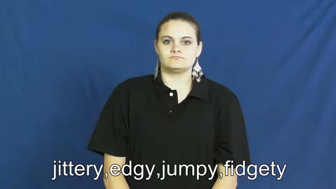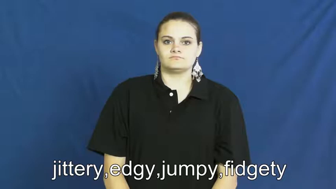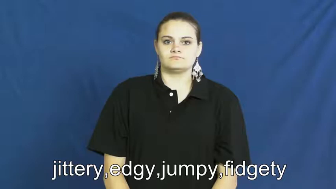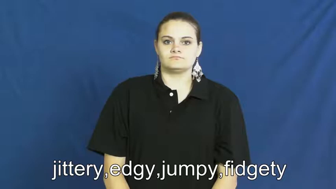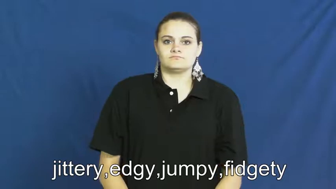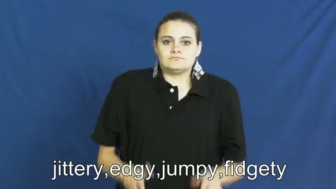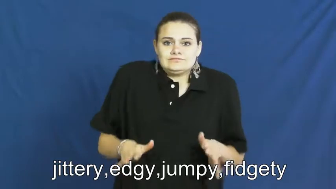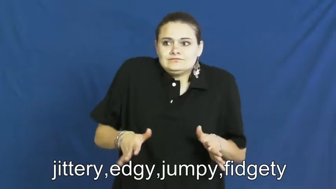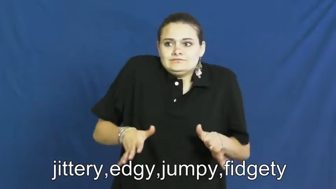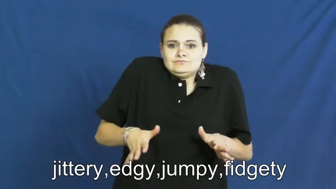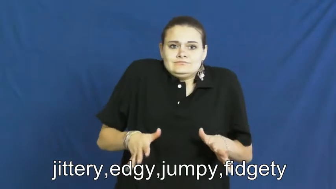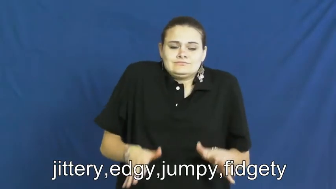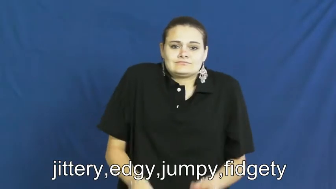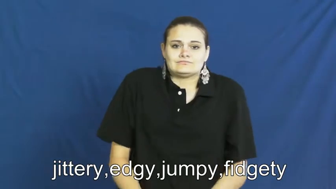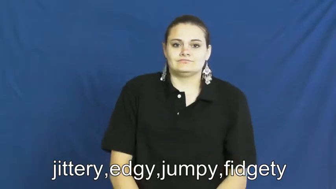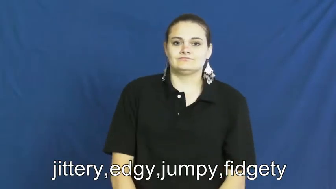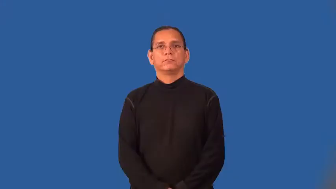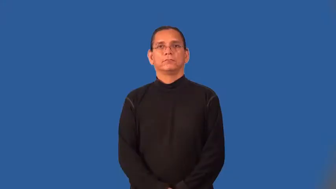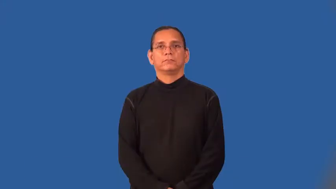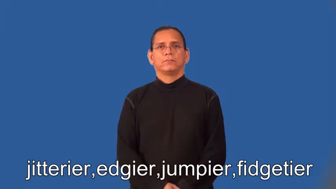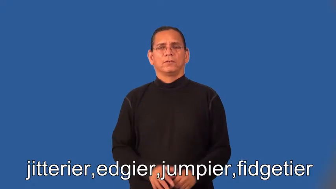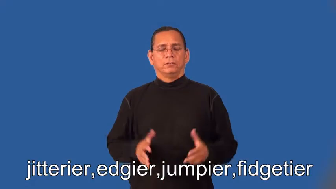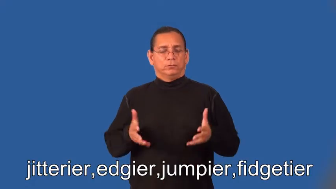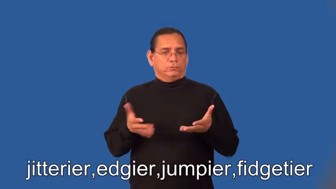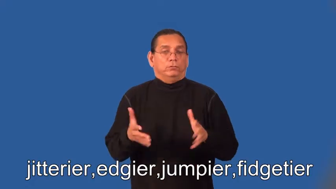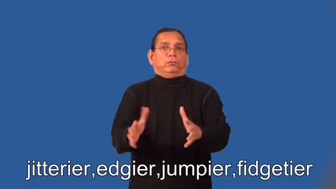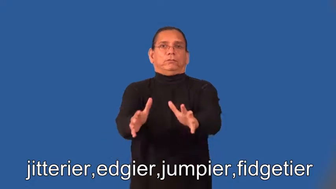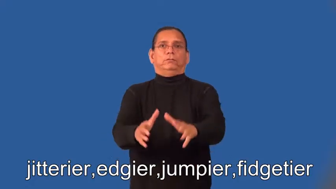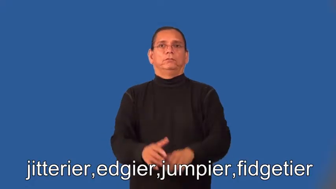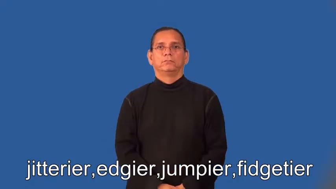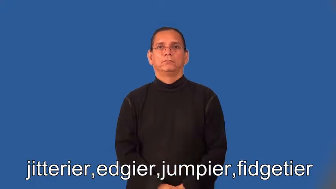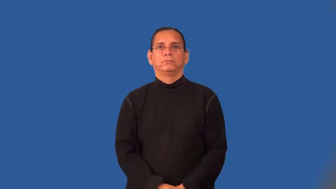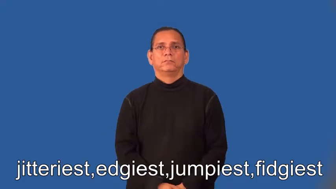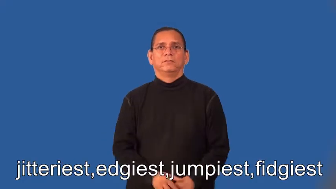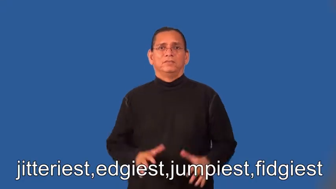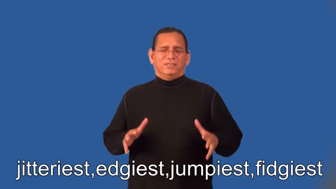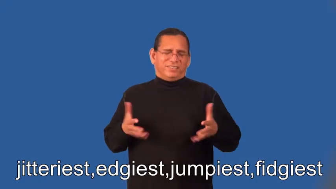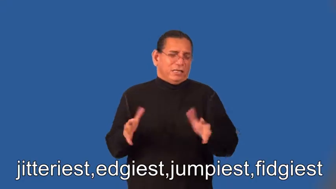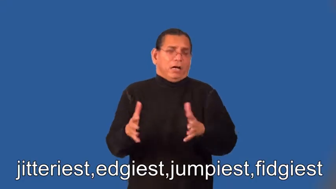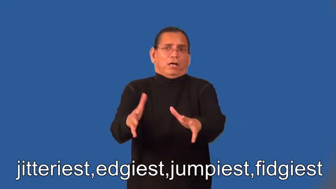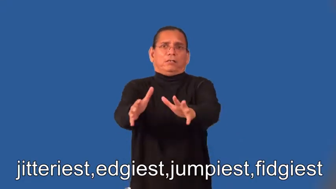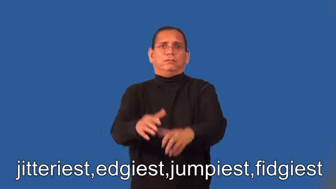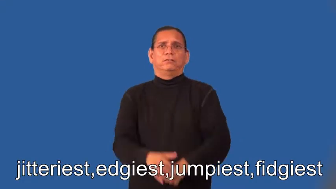jitterier,edgier,jumpier,fidgetier,jitteriest,edgiest,jumpiest,fidgiest